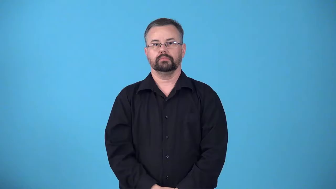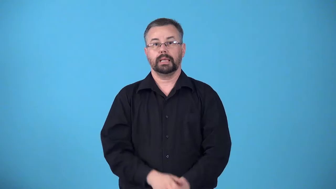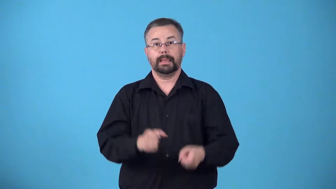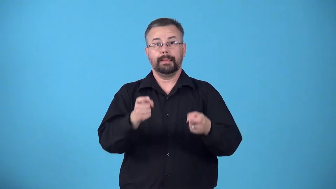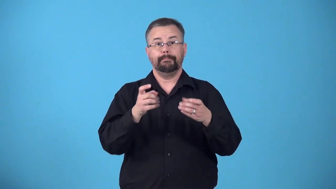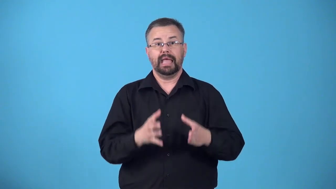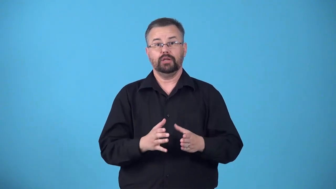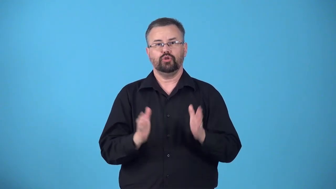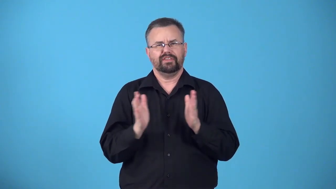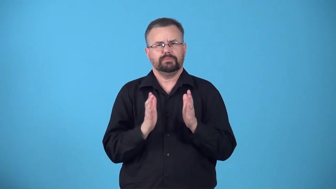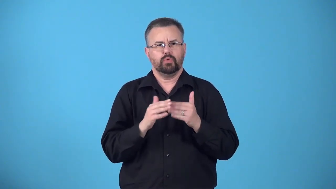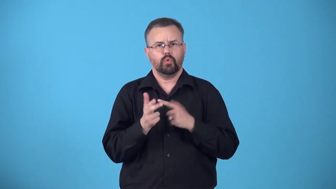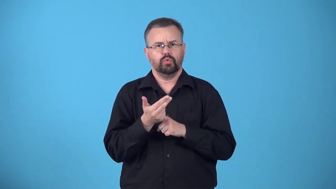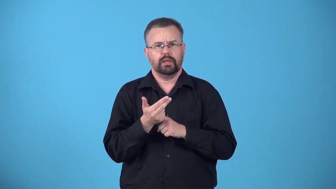boniface-manager of inn